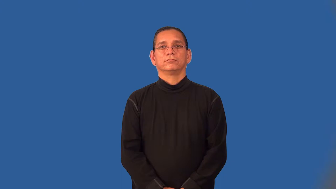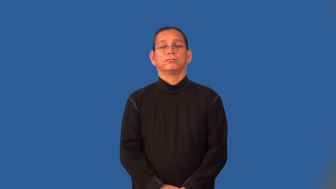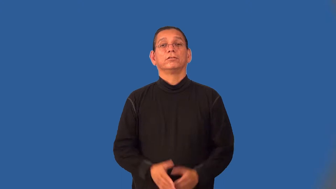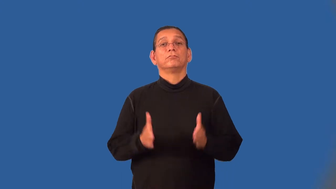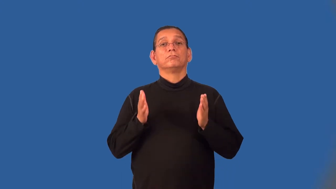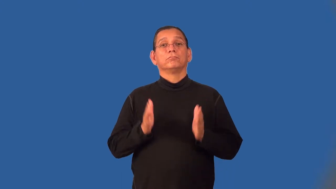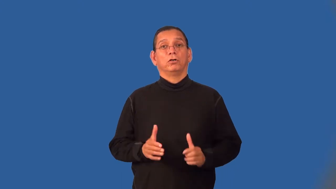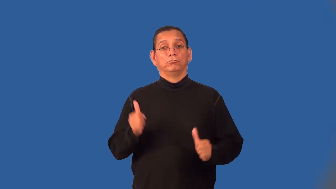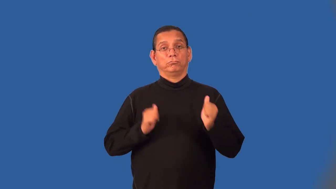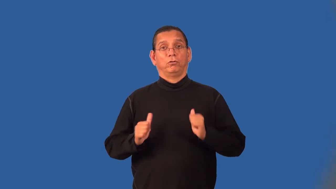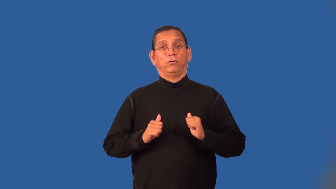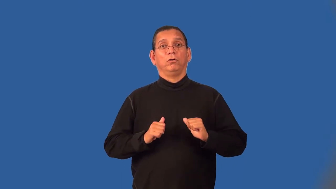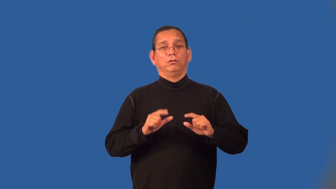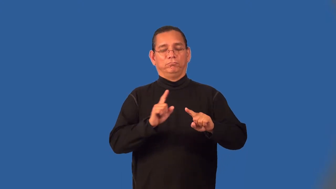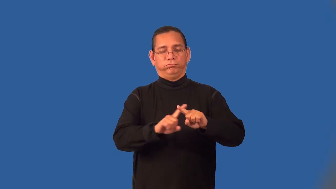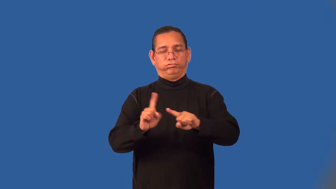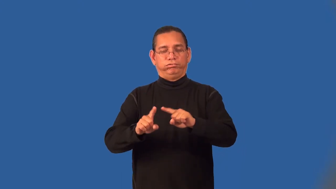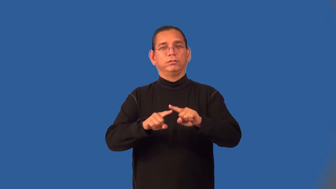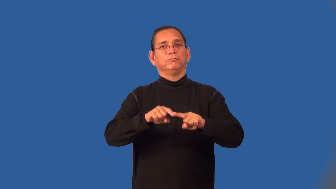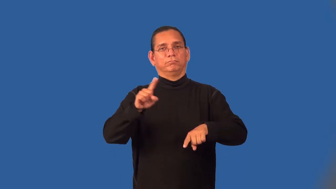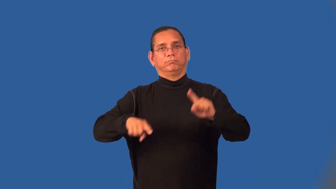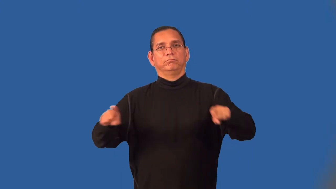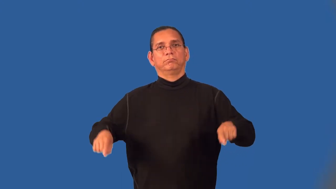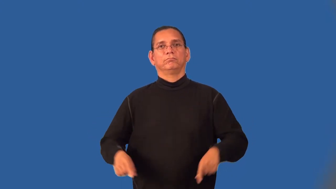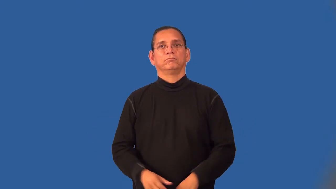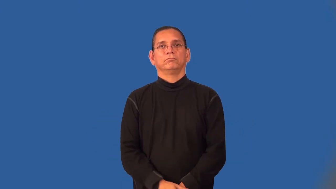vaudevillian